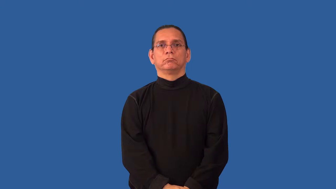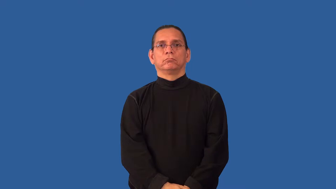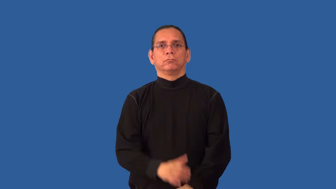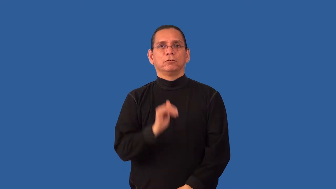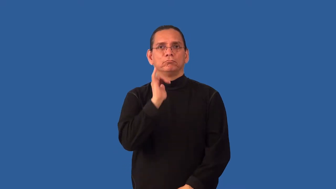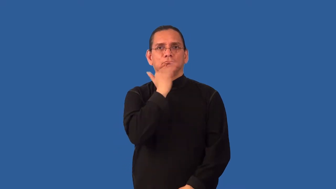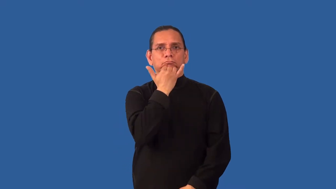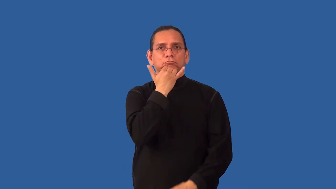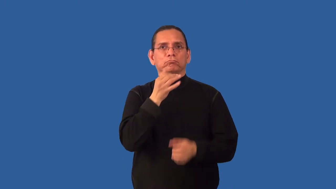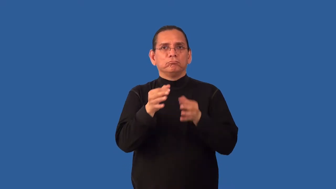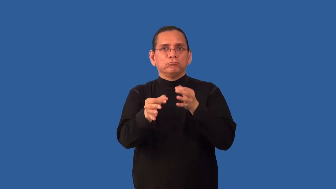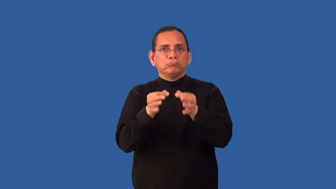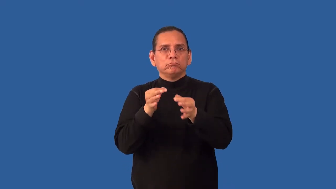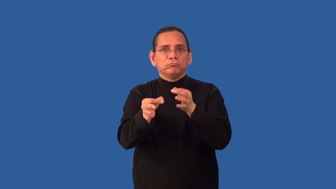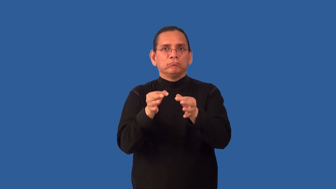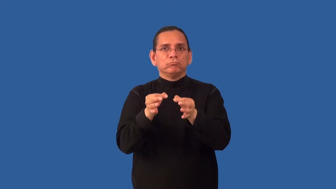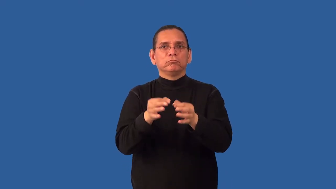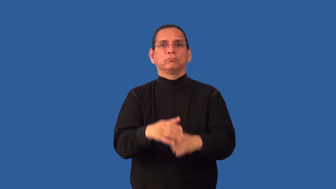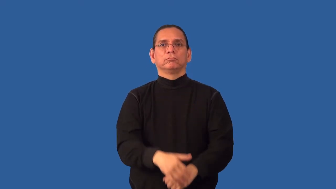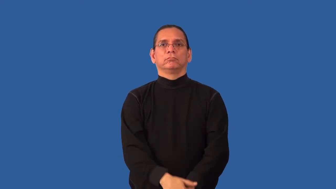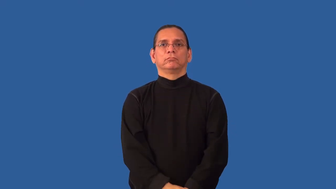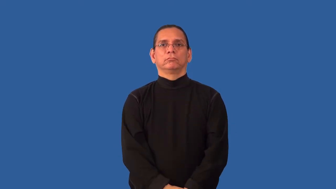misdirect-explanation